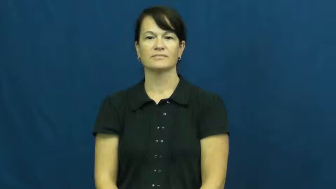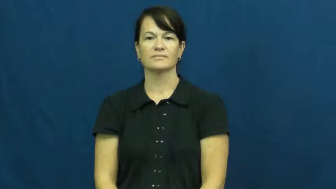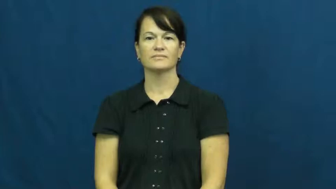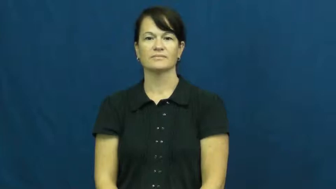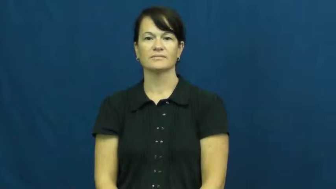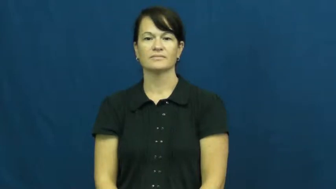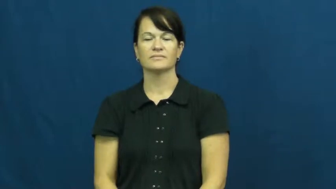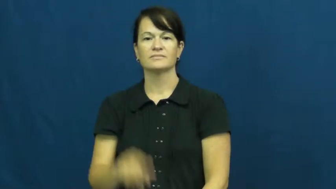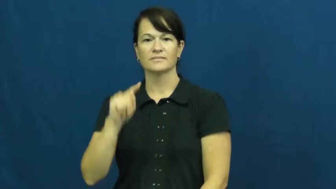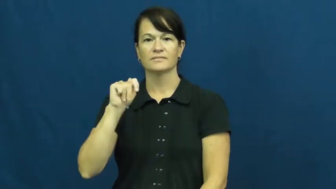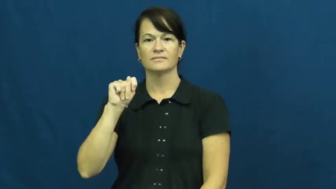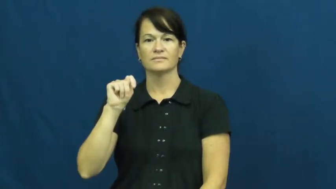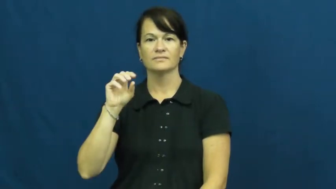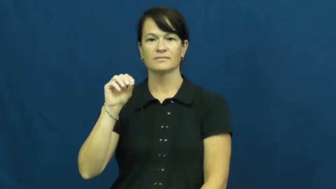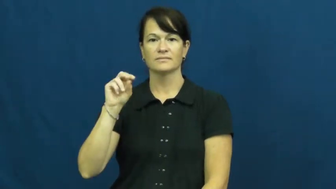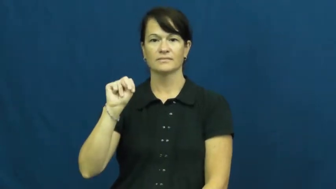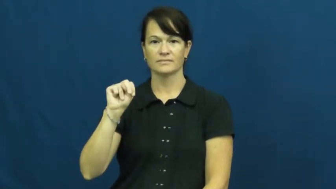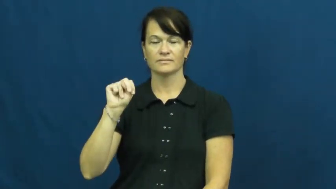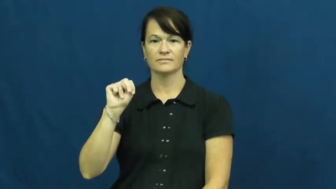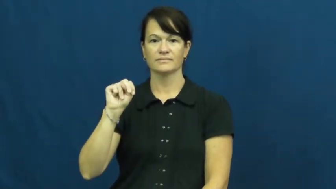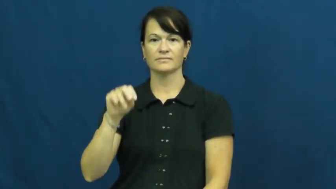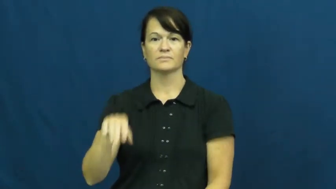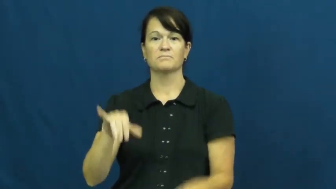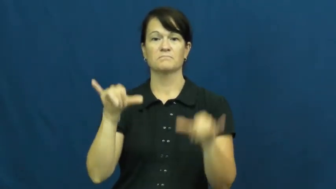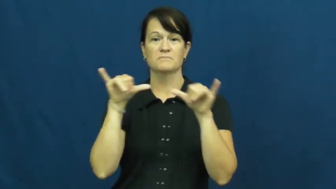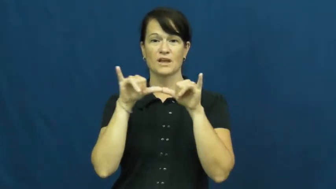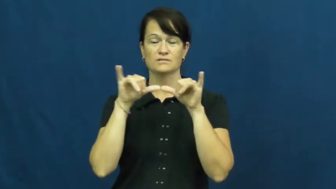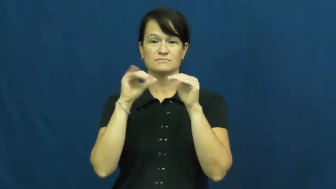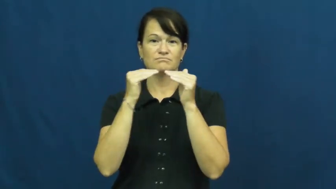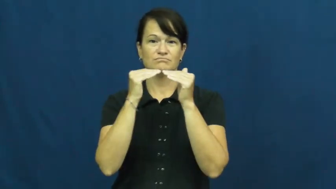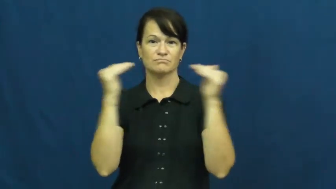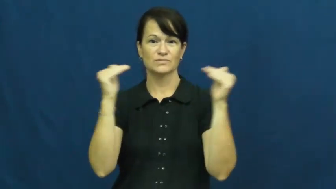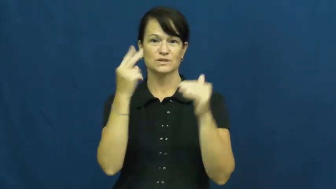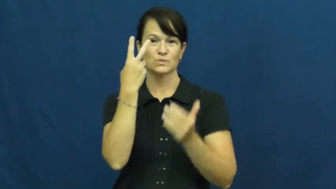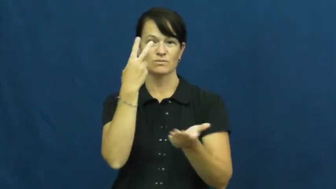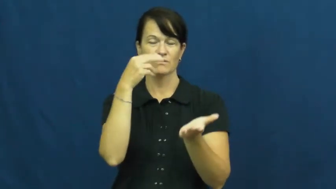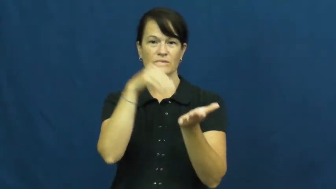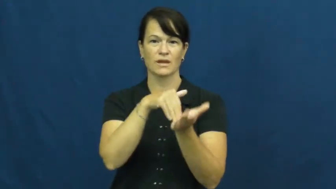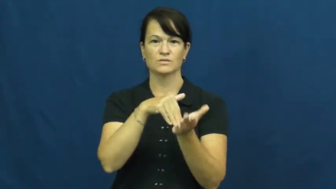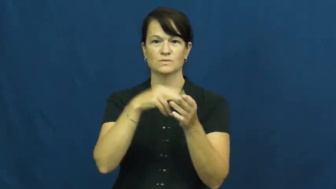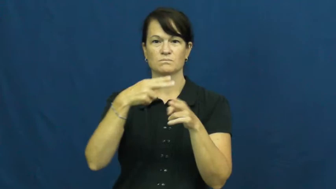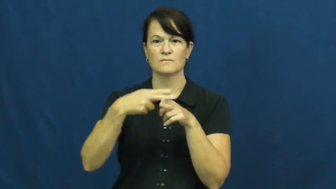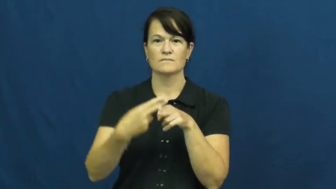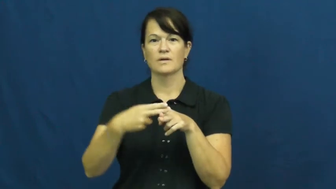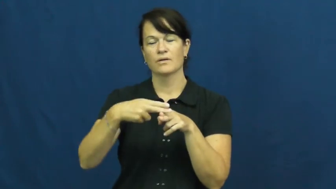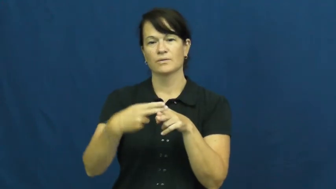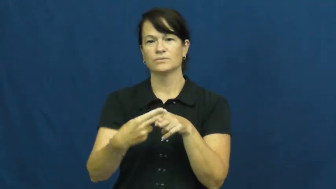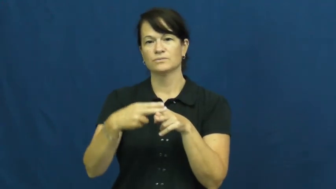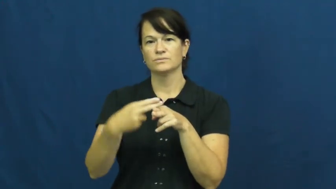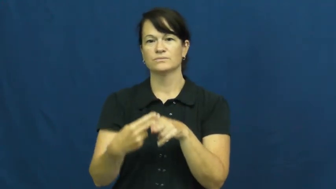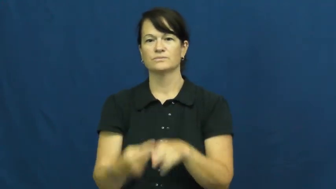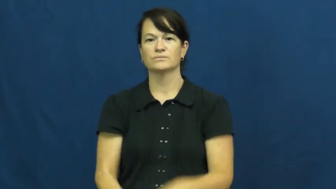ton,tonne